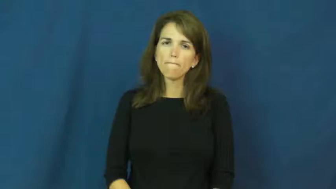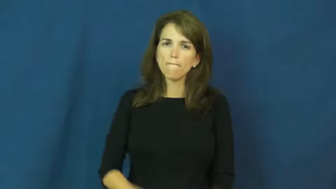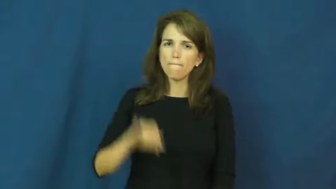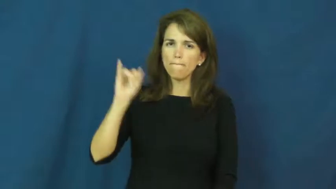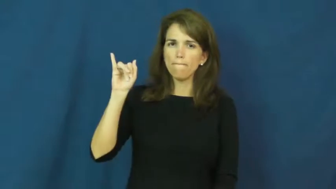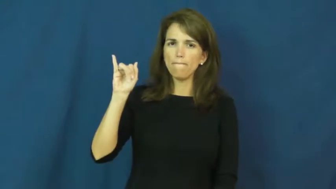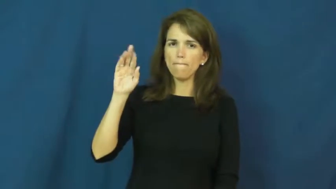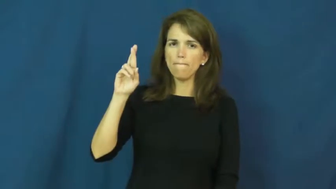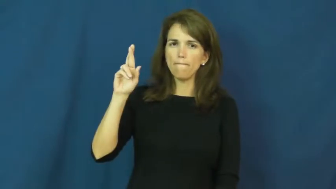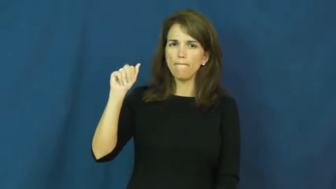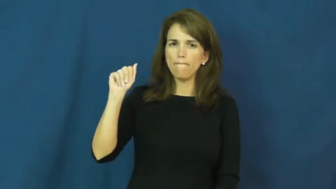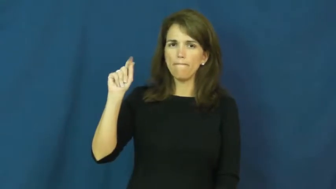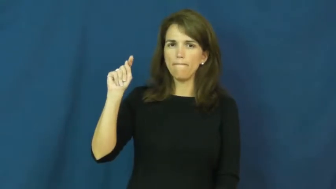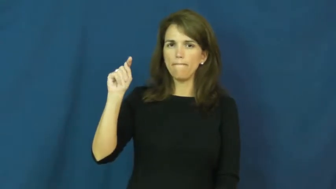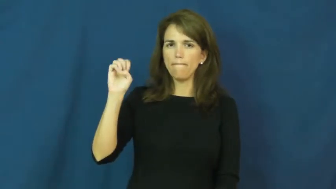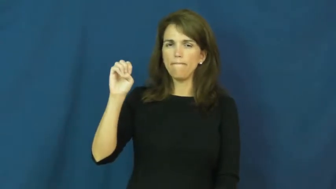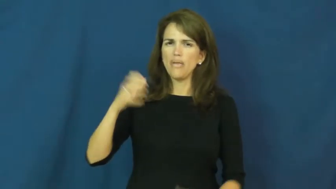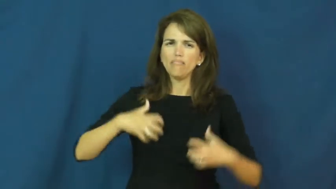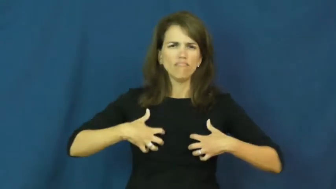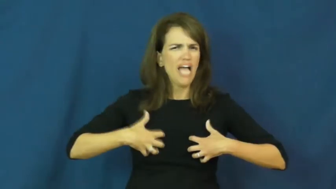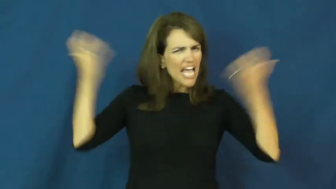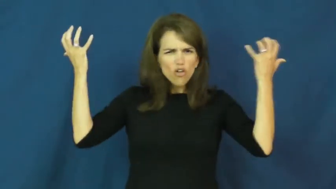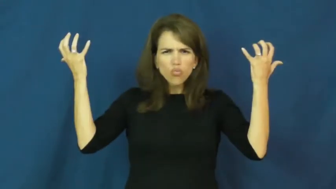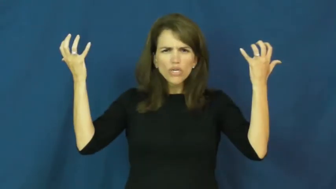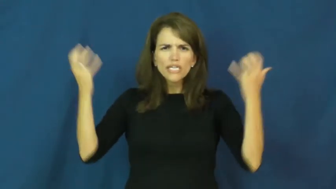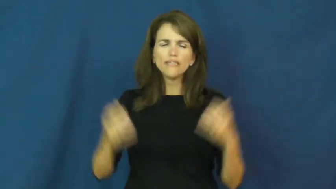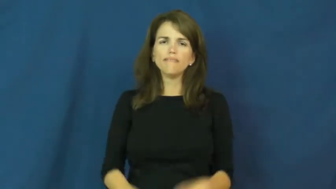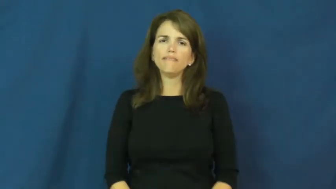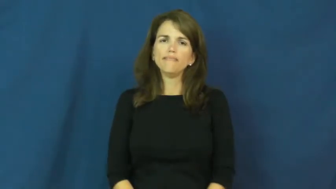irate